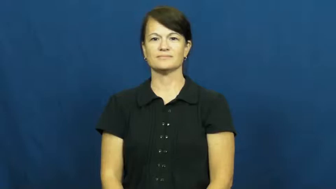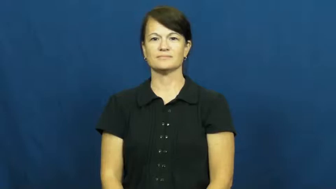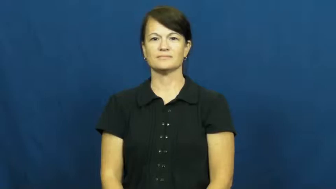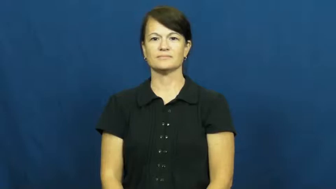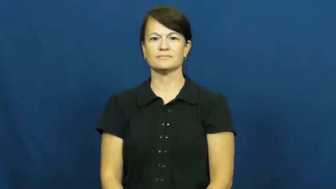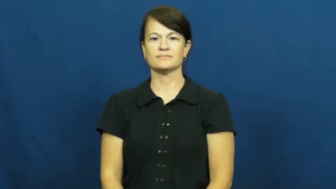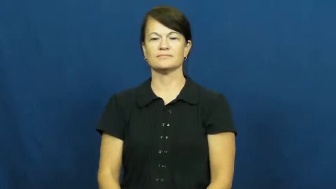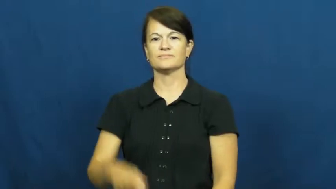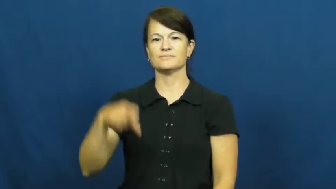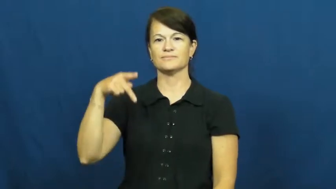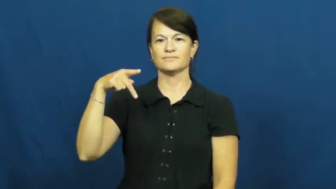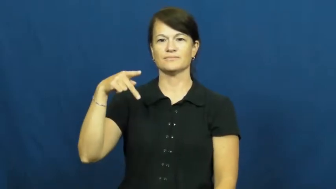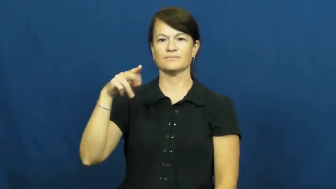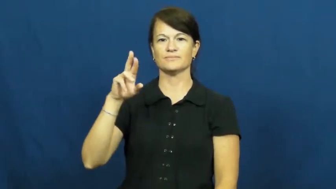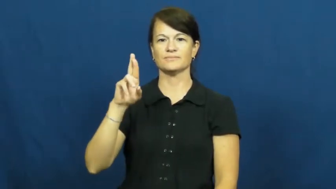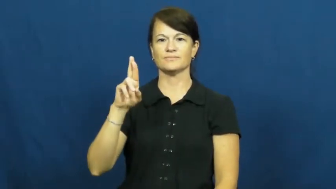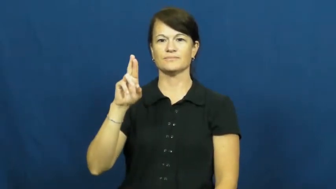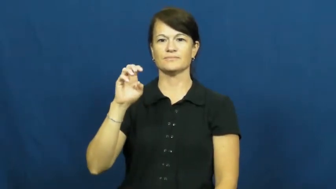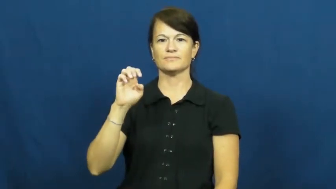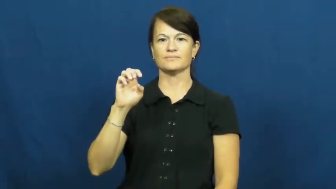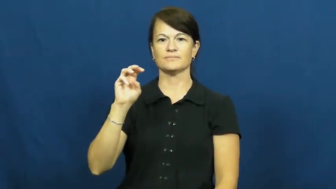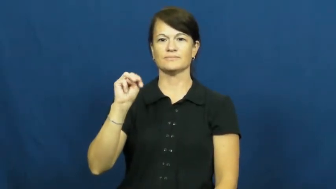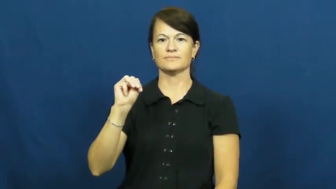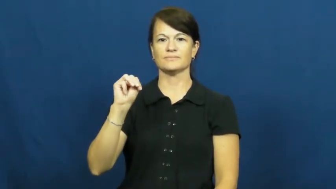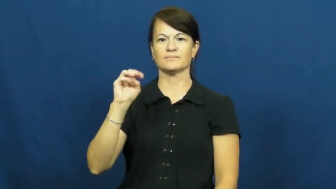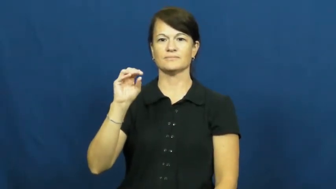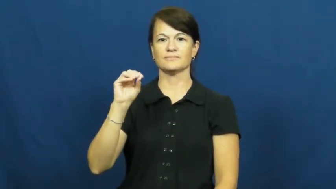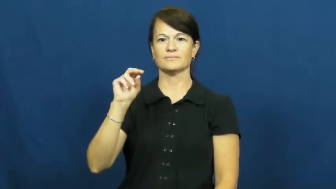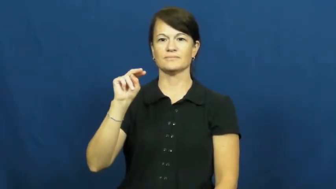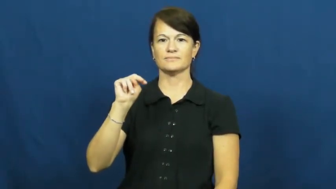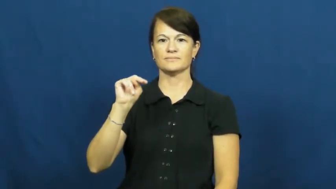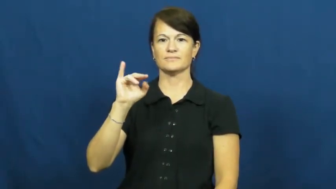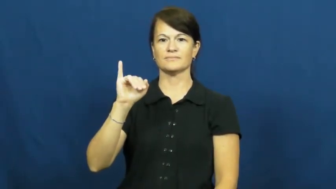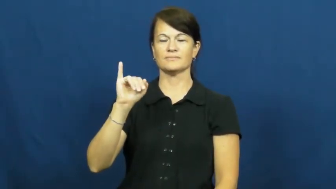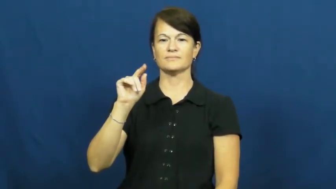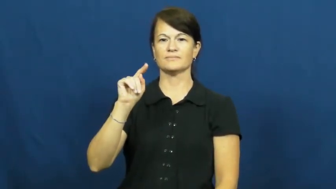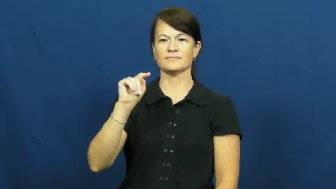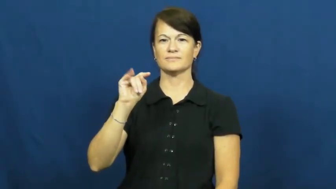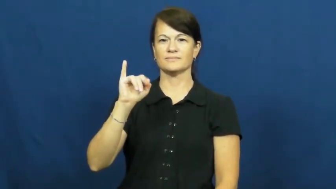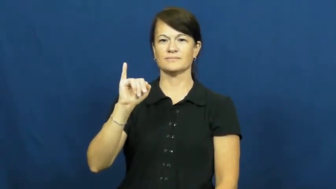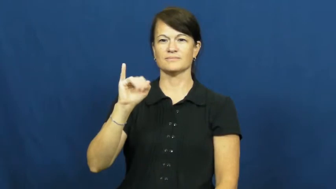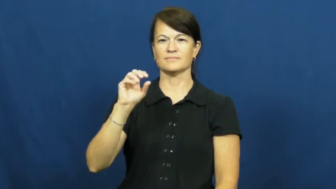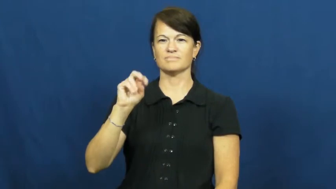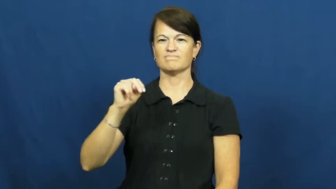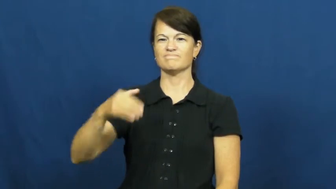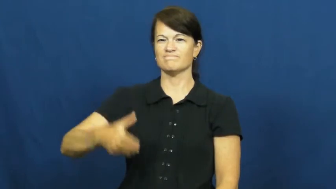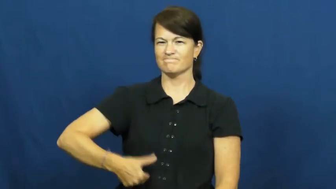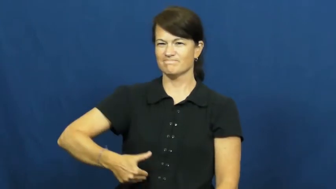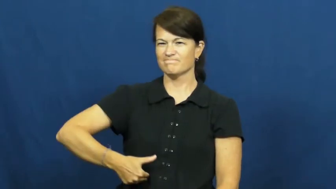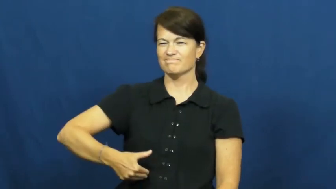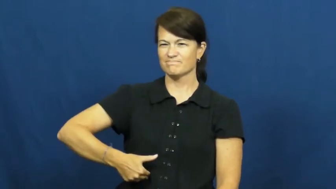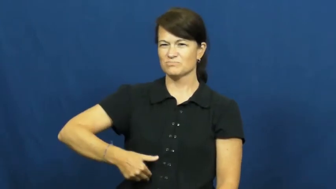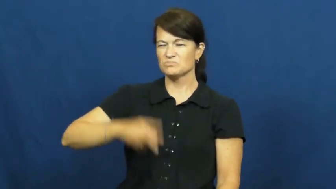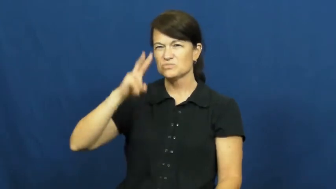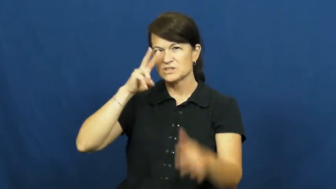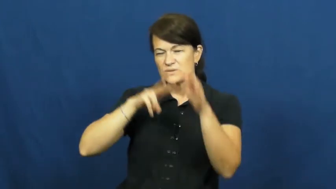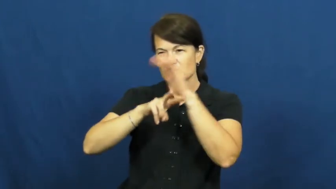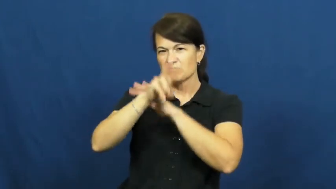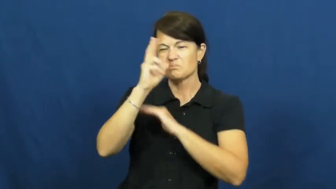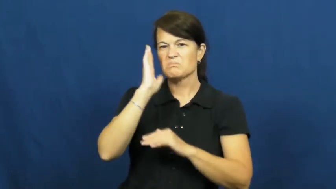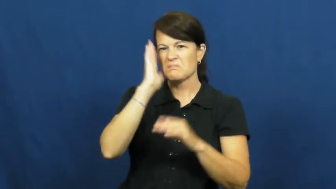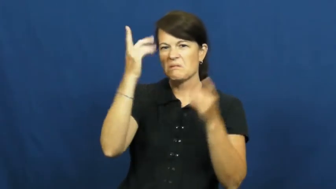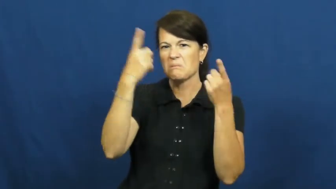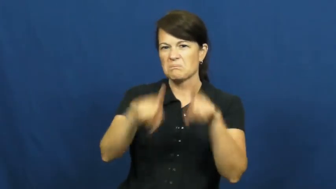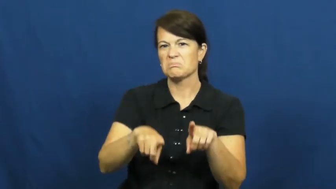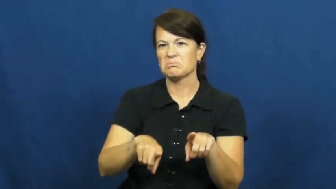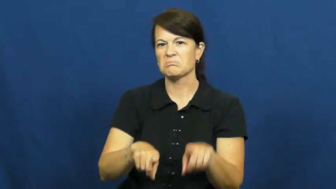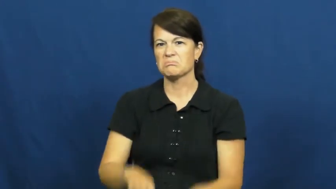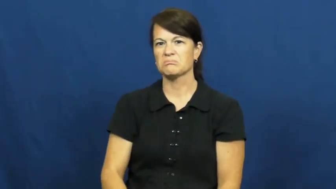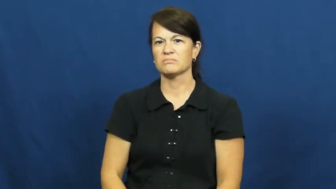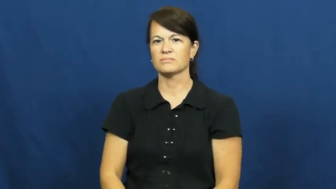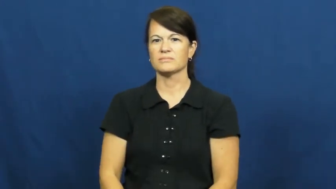premonition